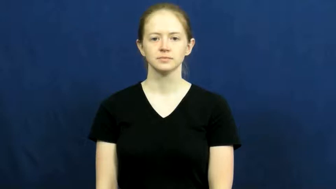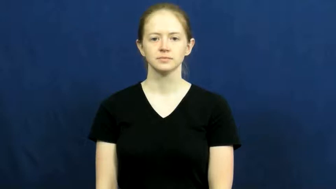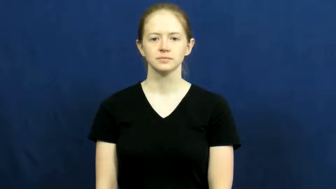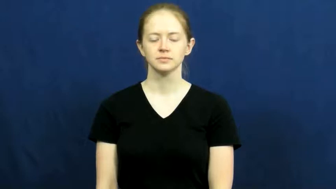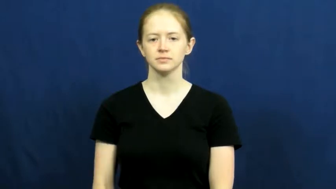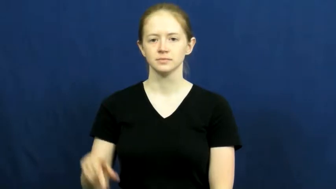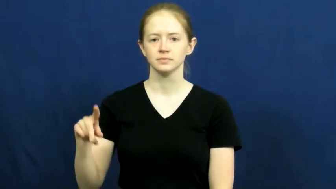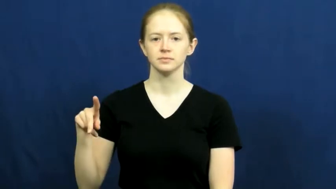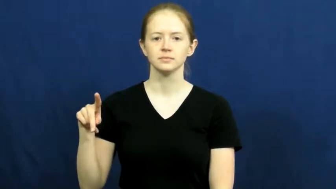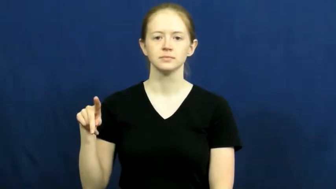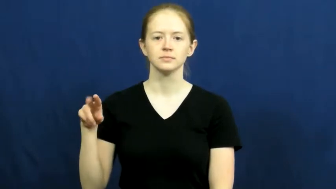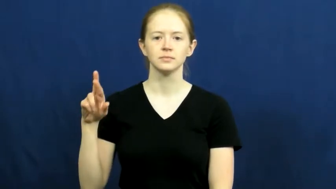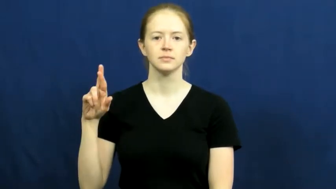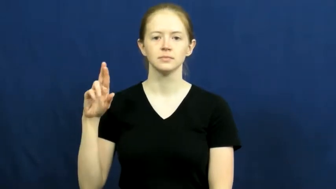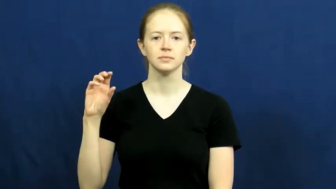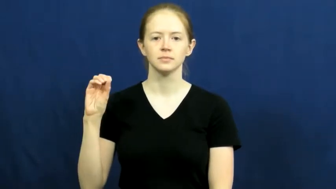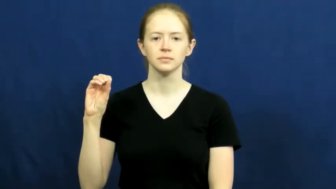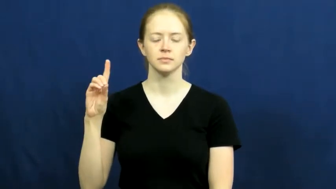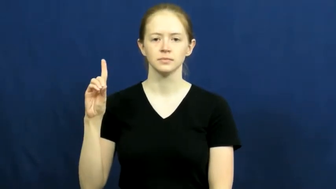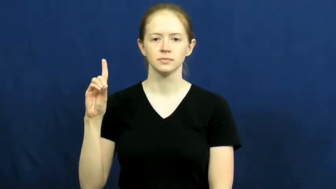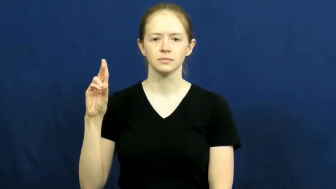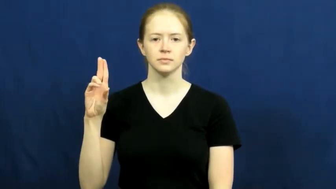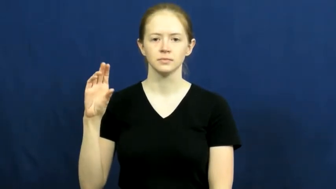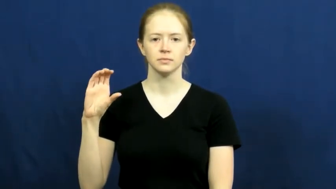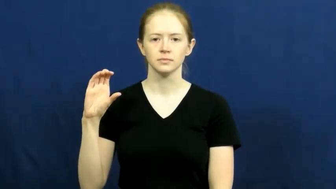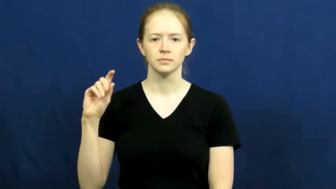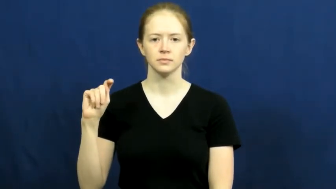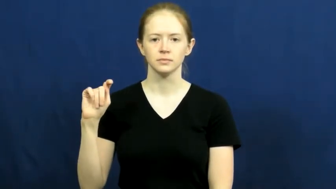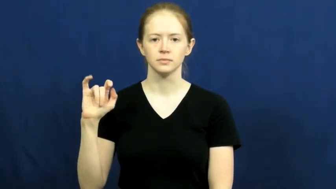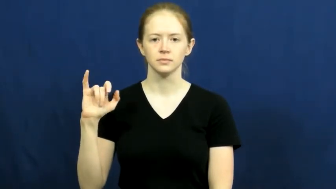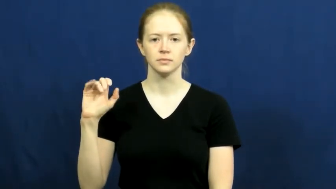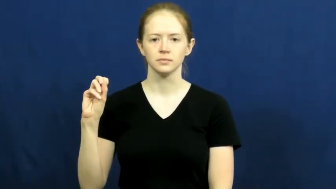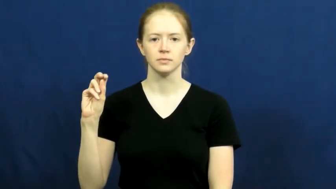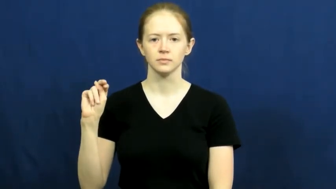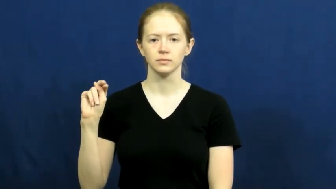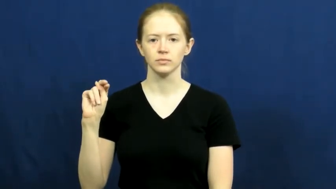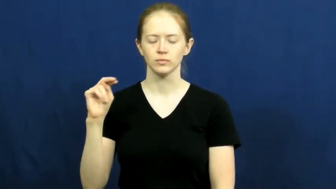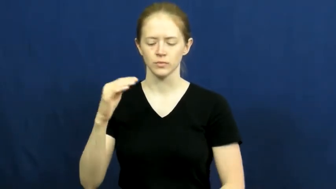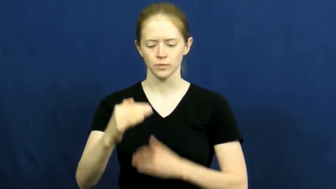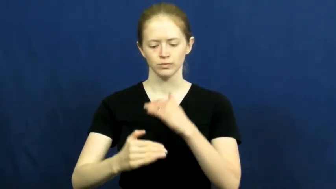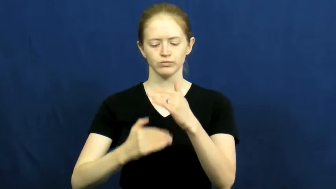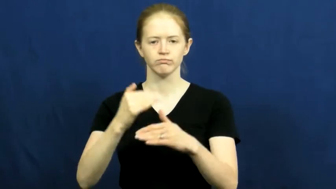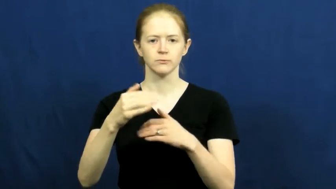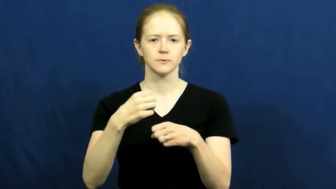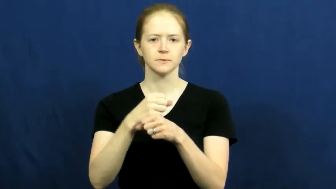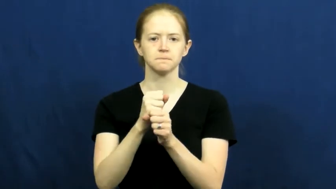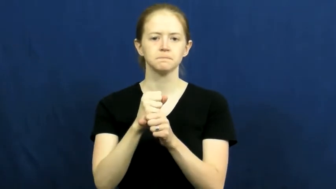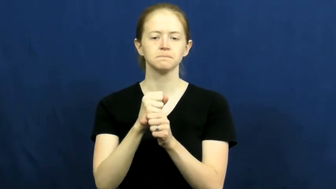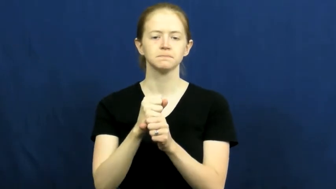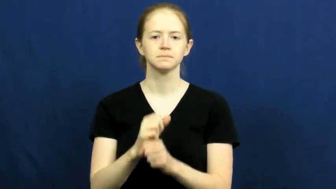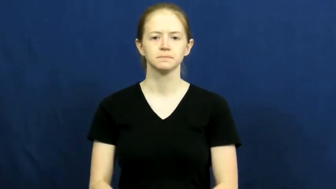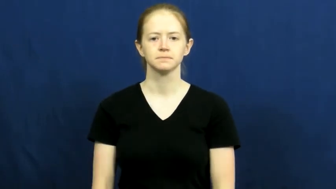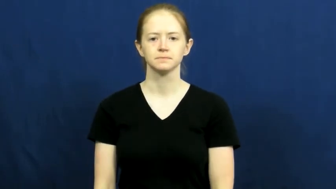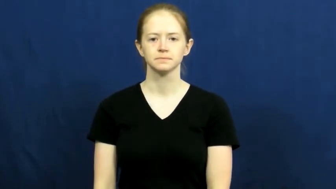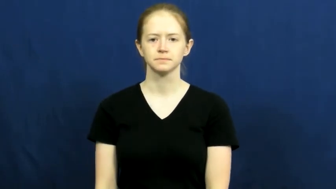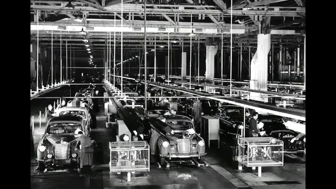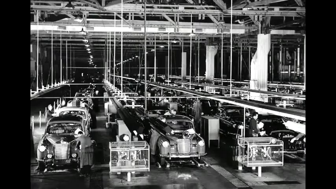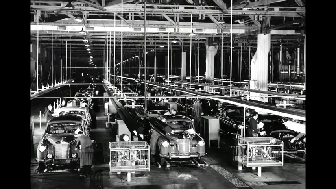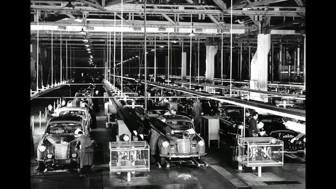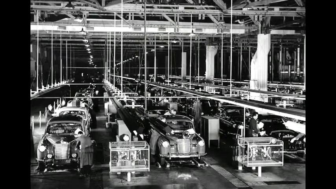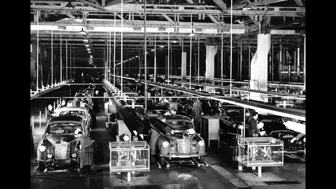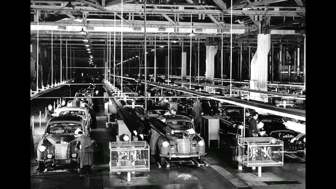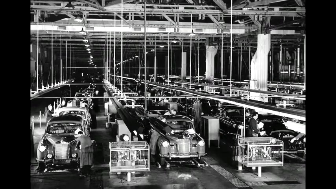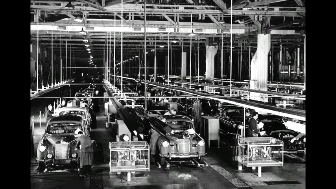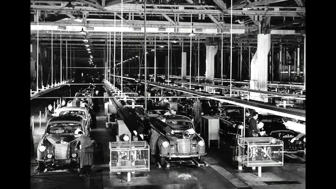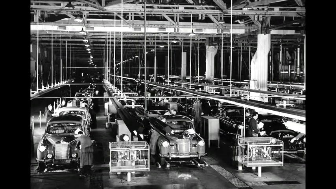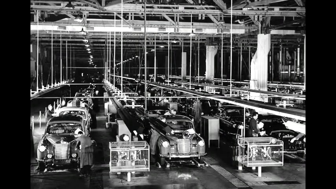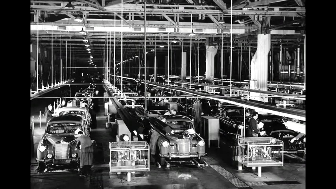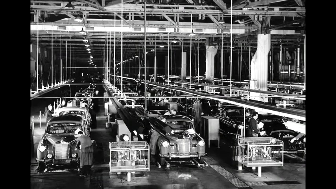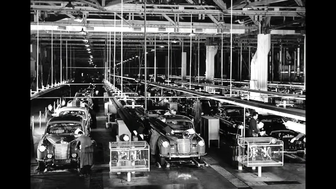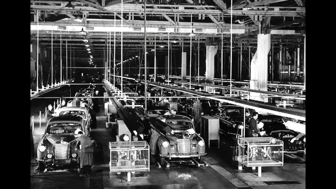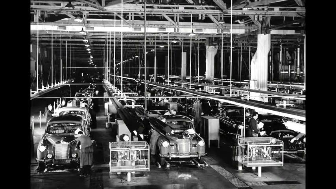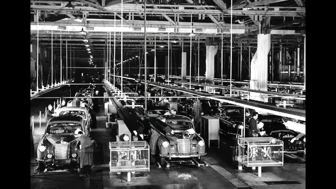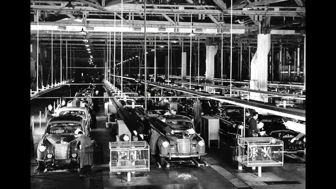production